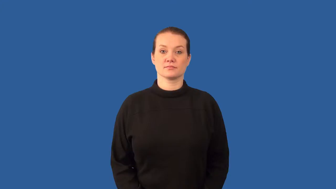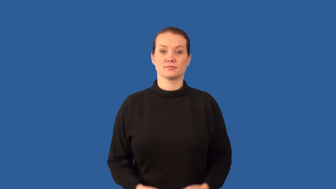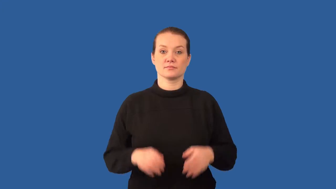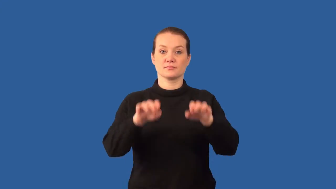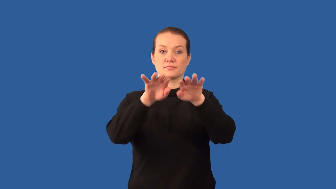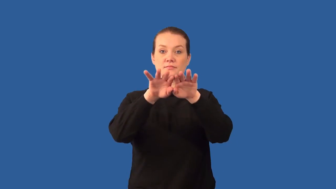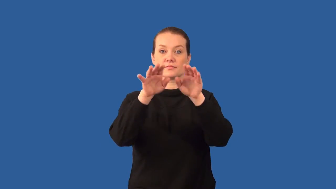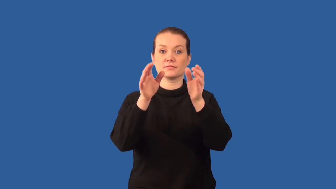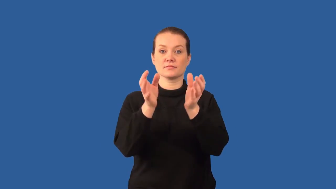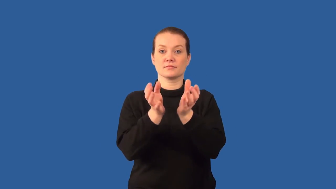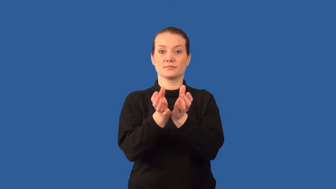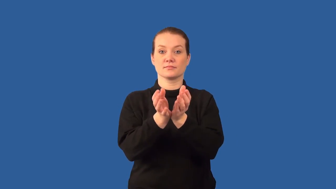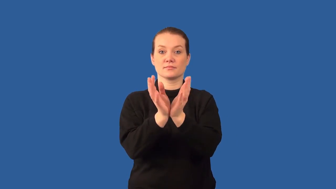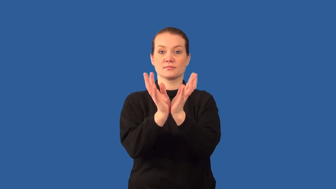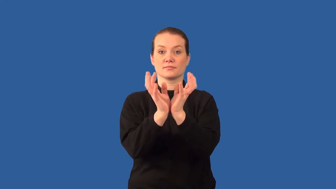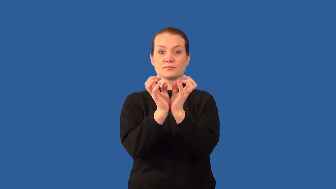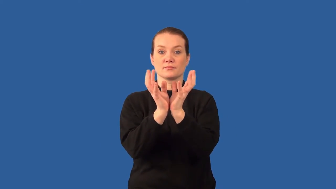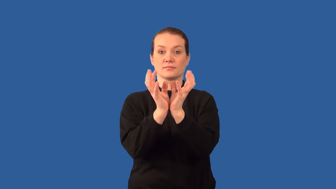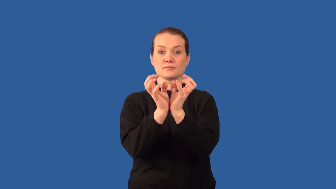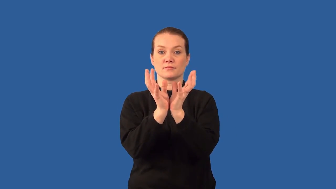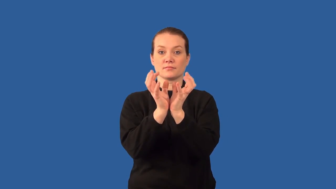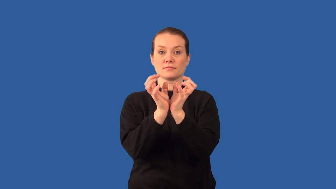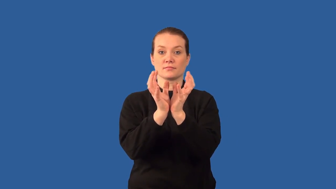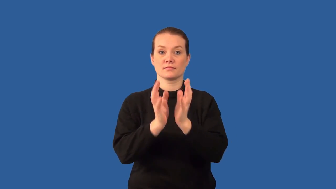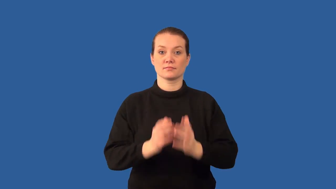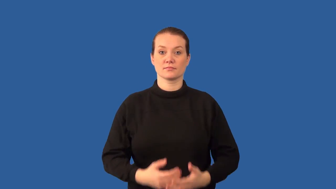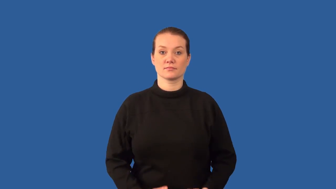blob